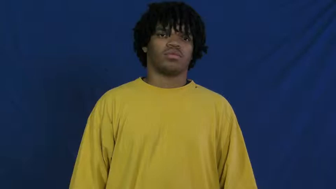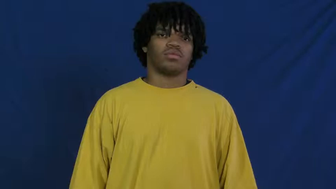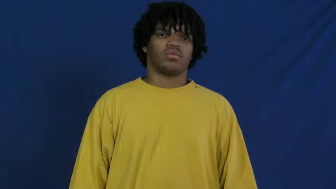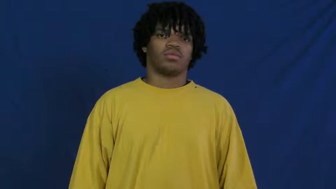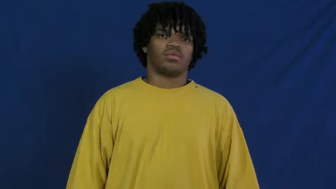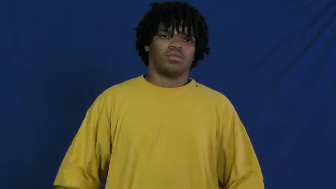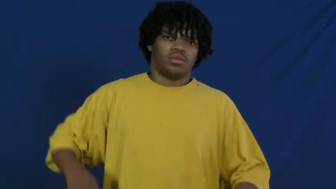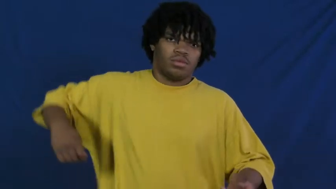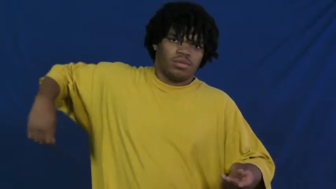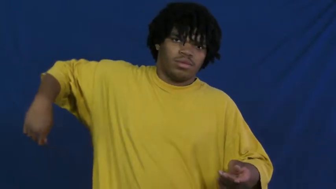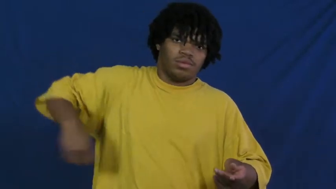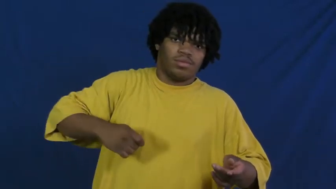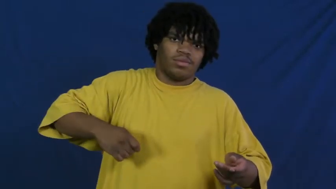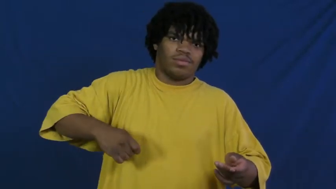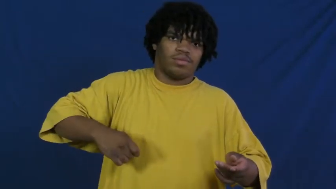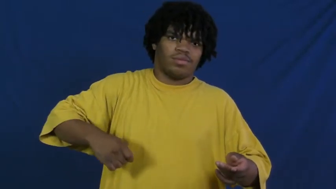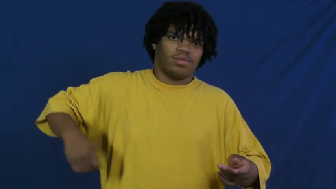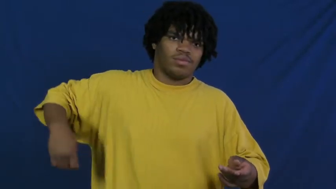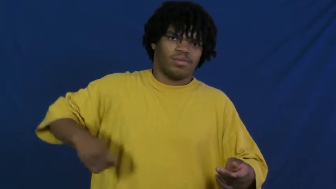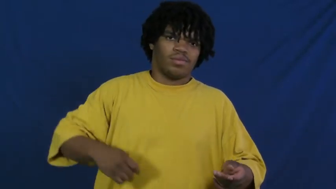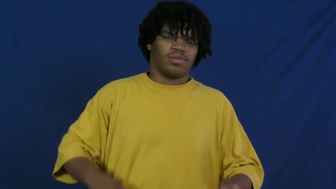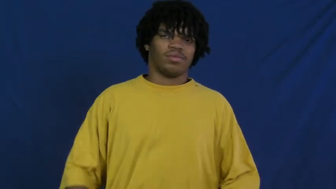pool,billiards,snooker